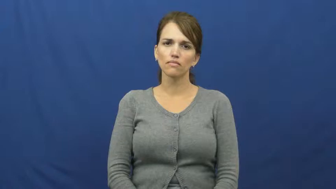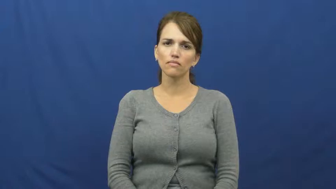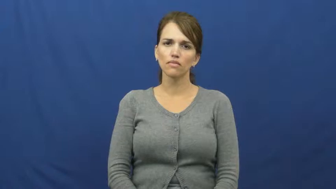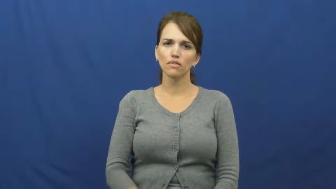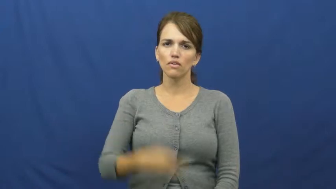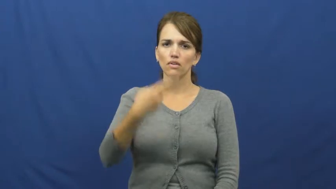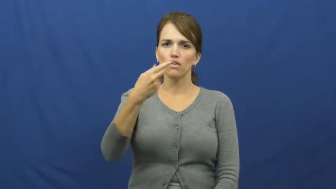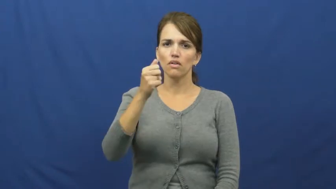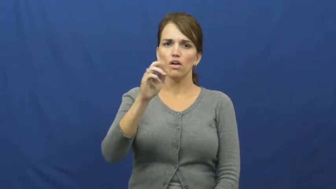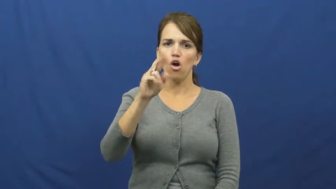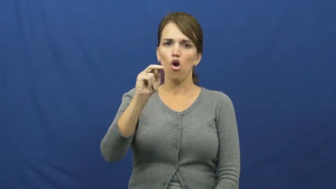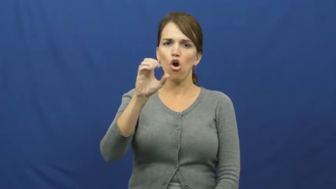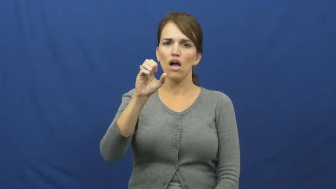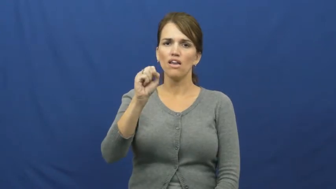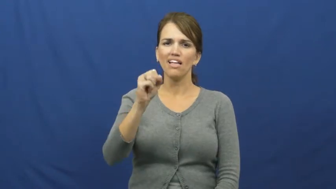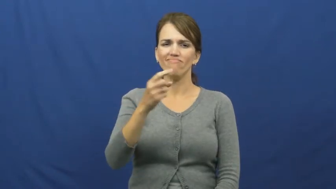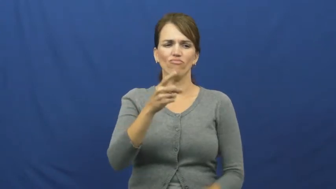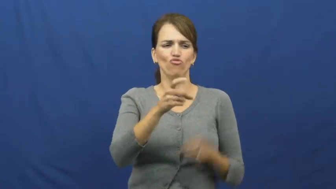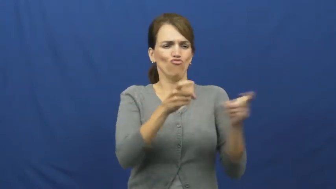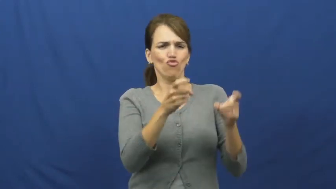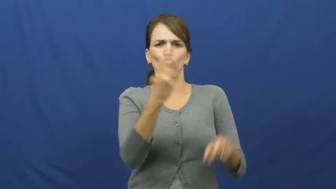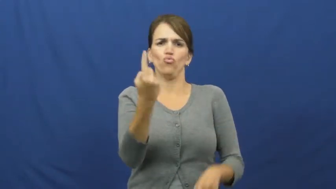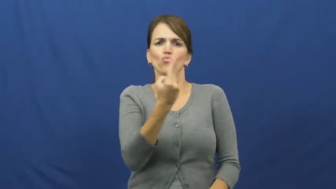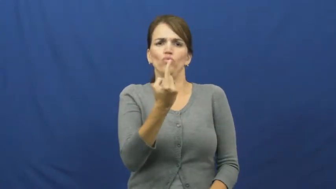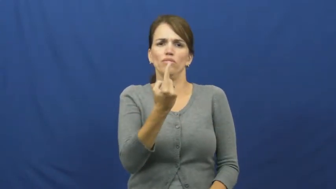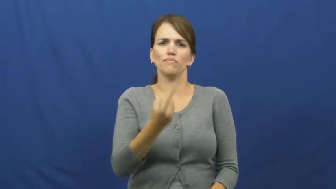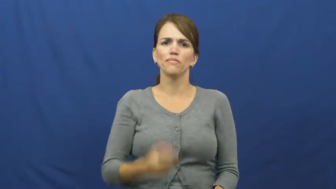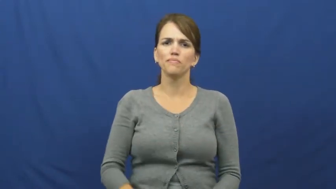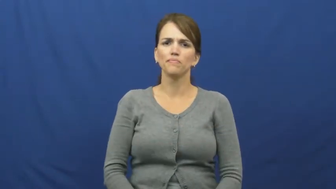harness-control